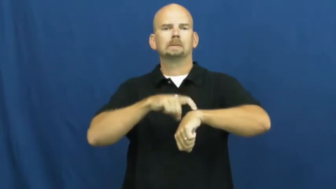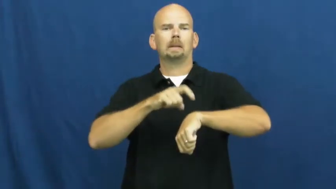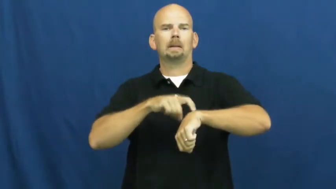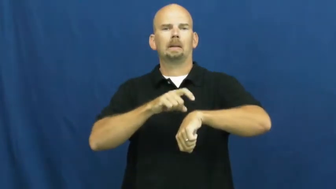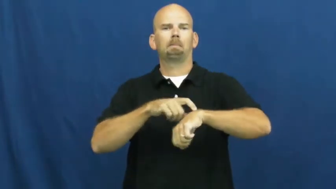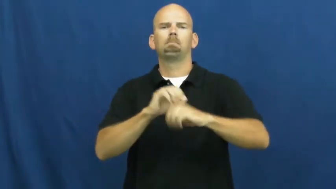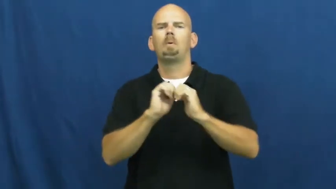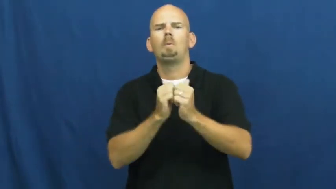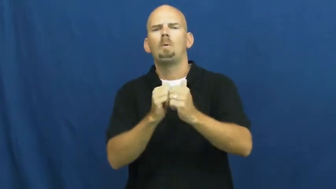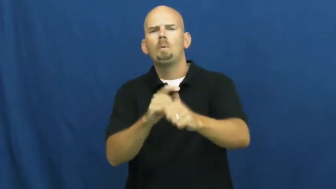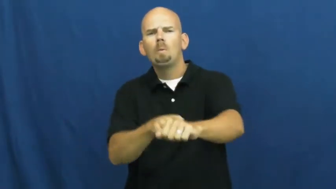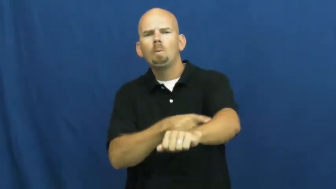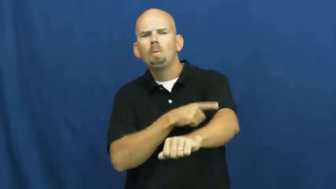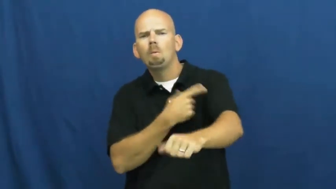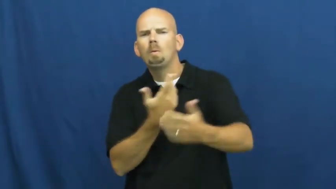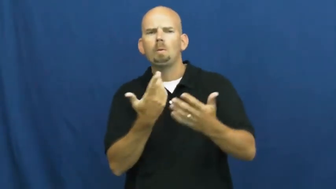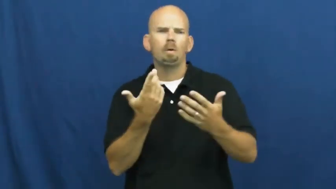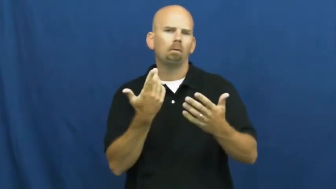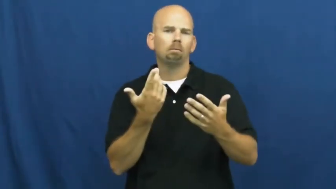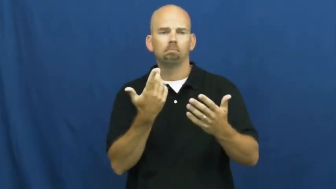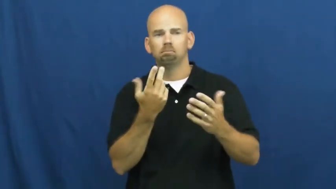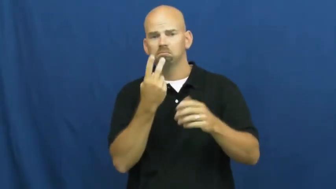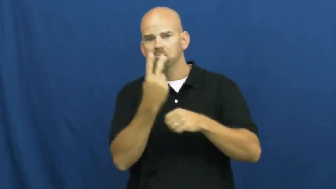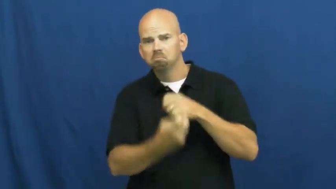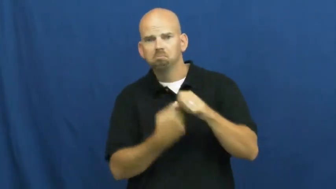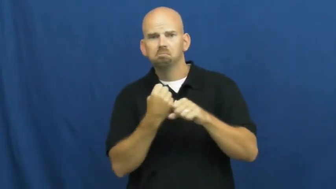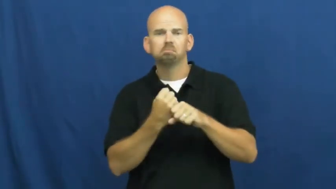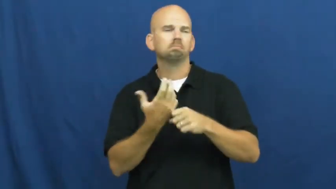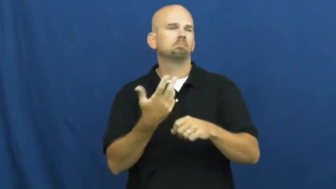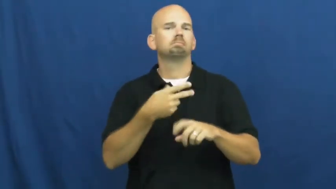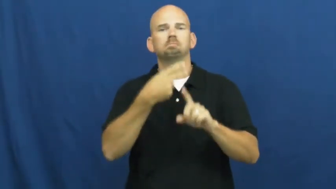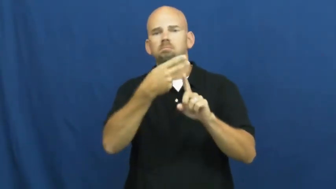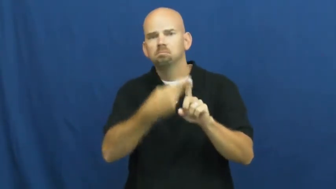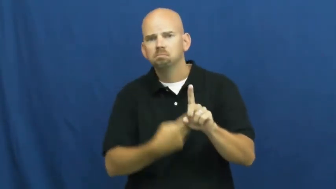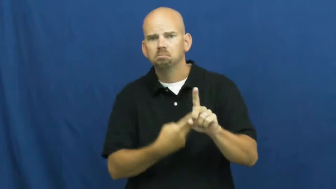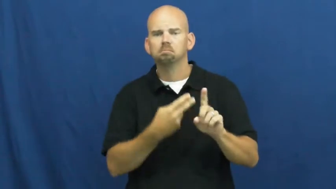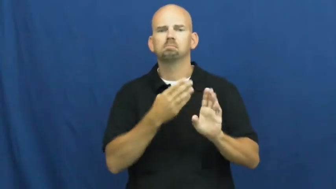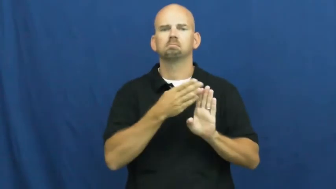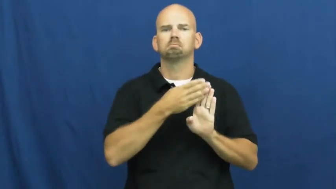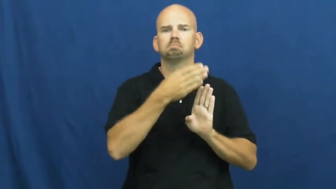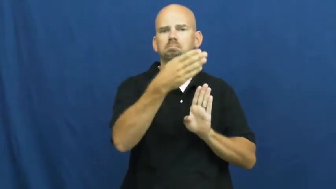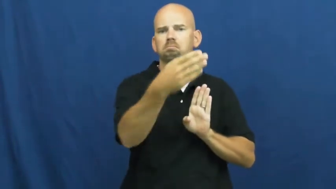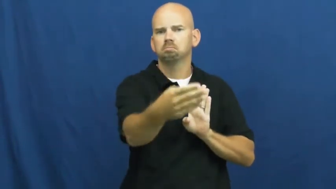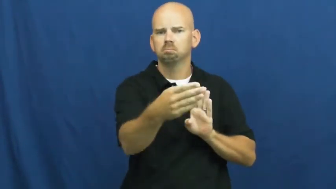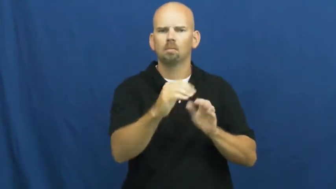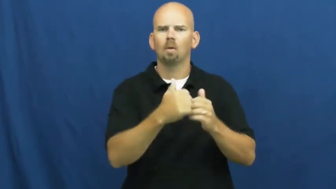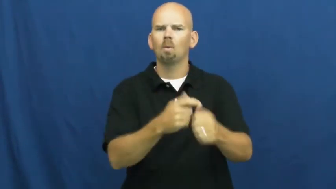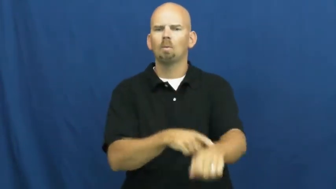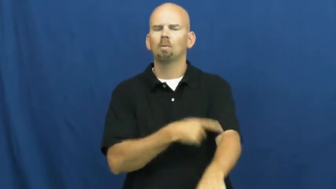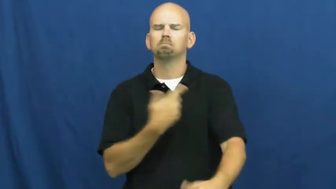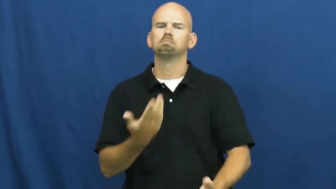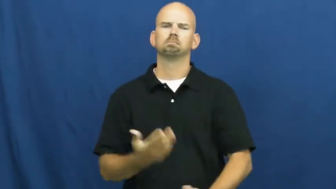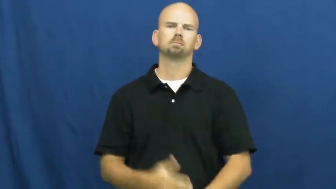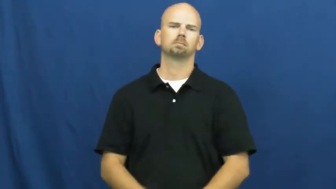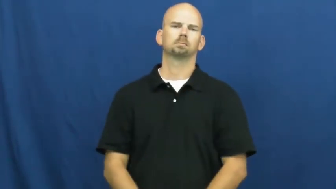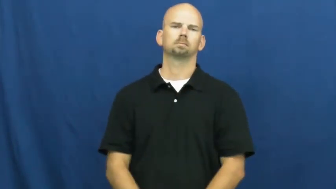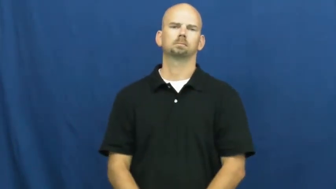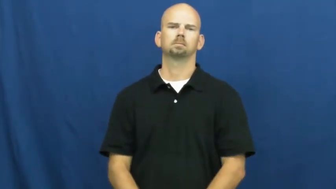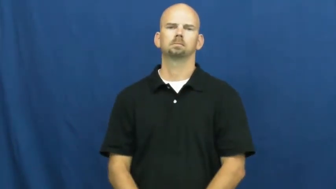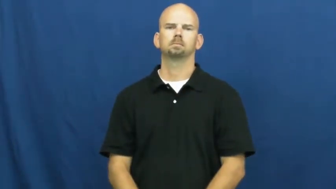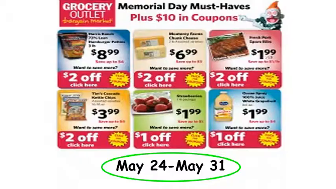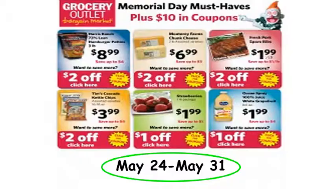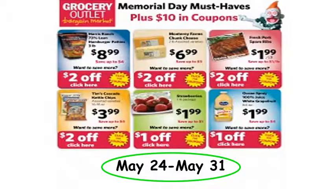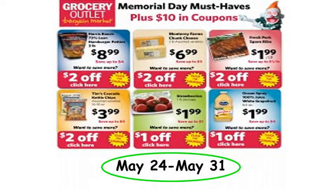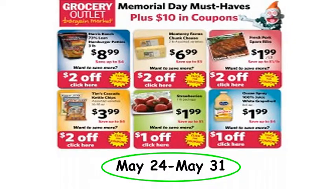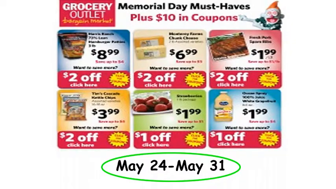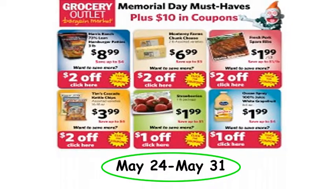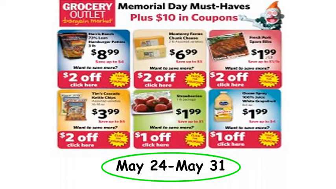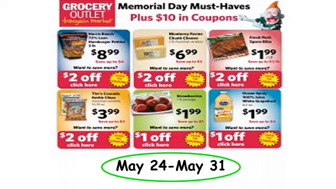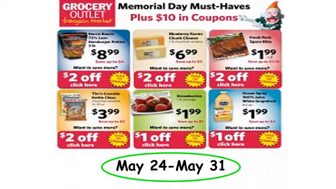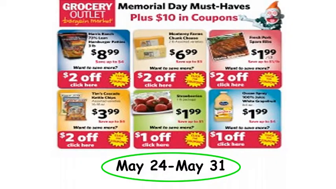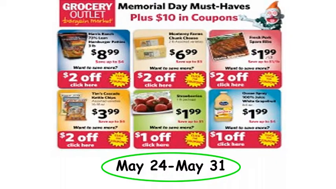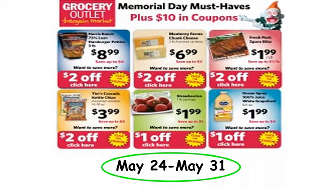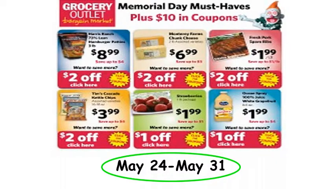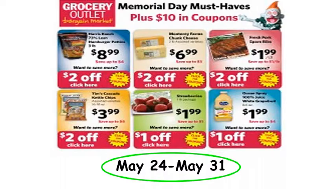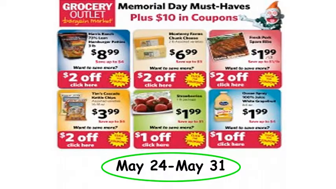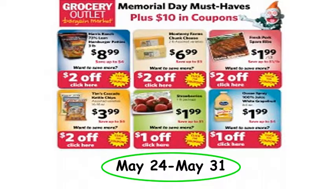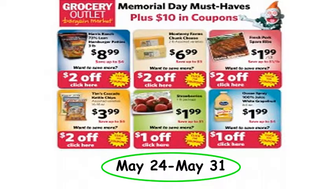run-span of time